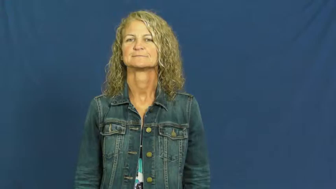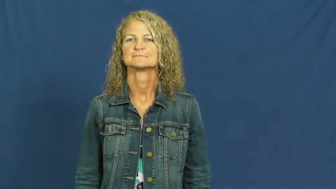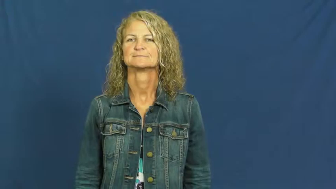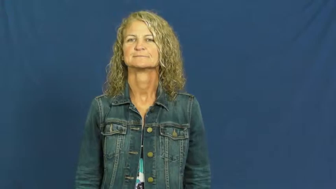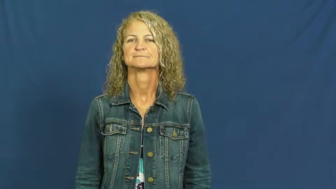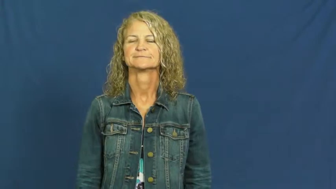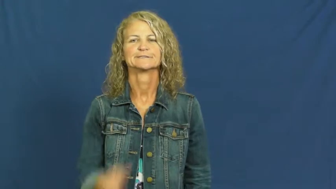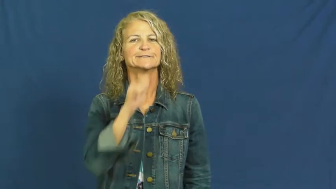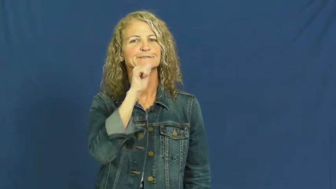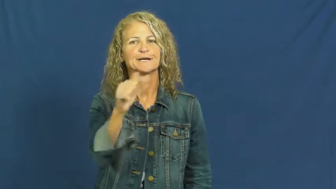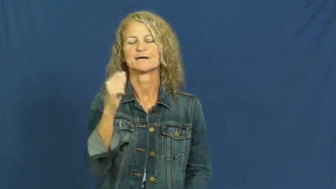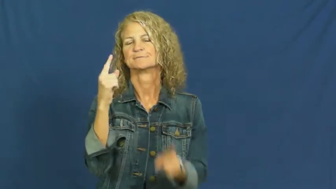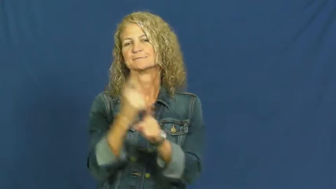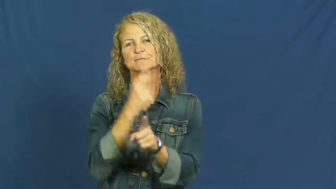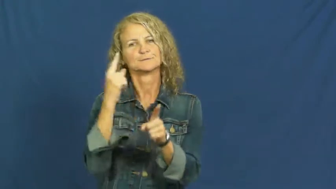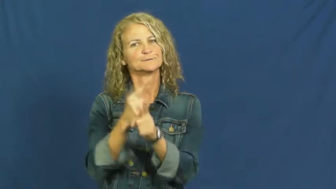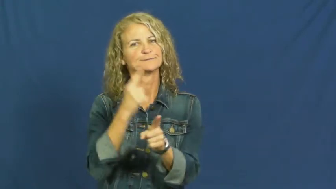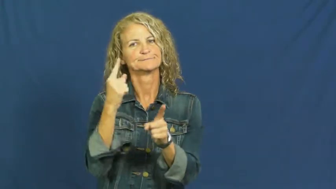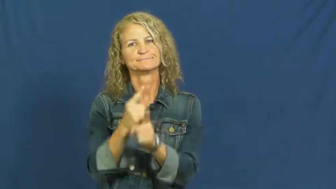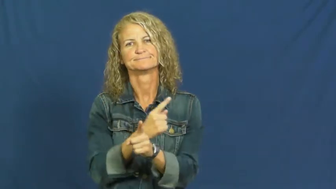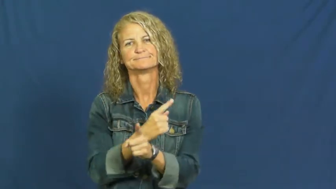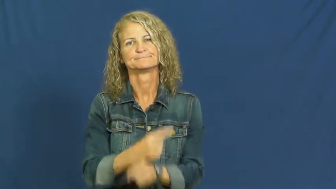irregular